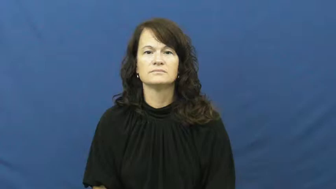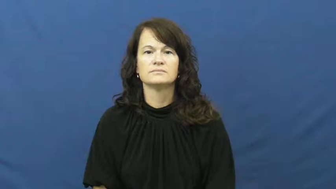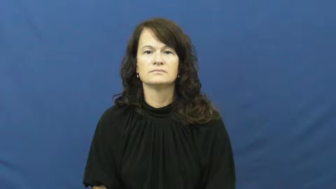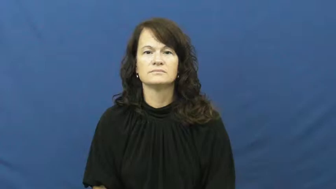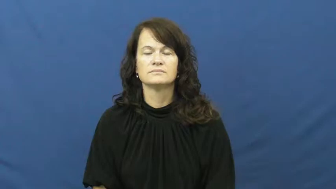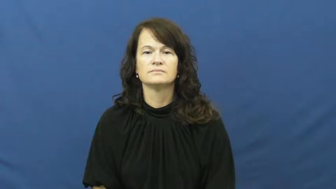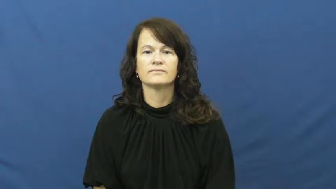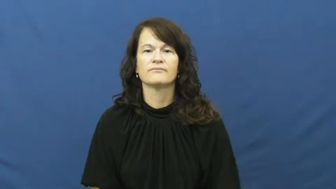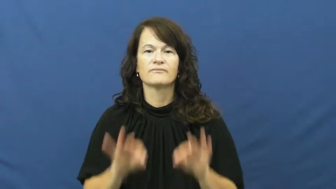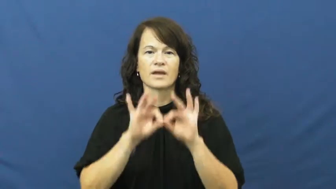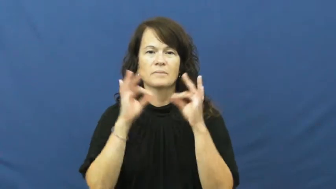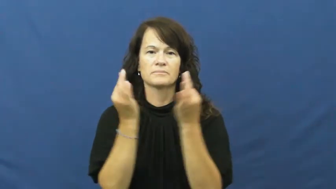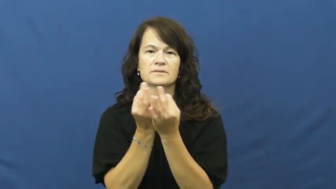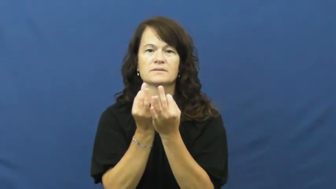kin